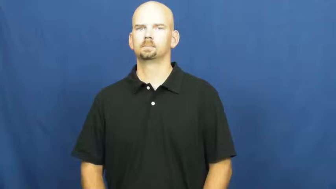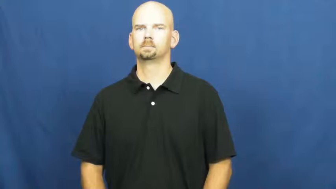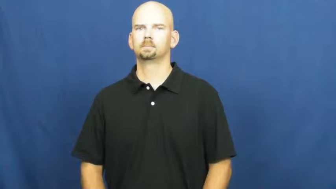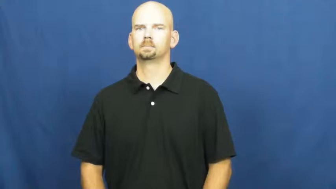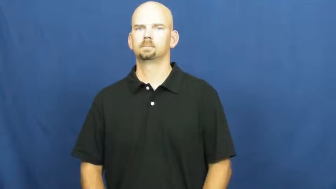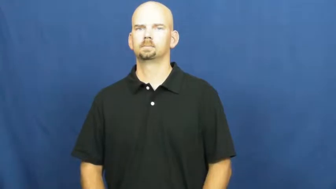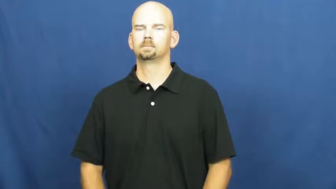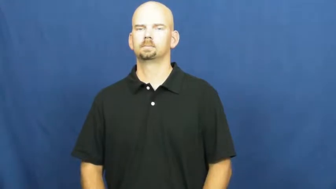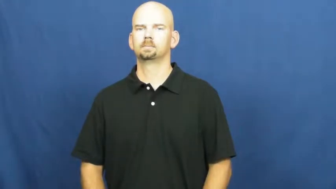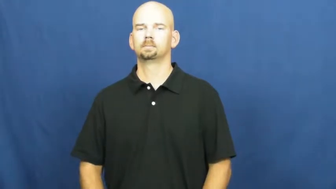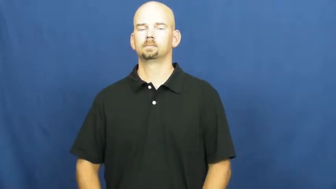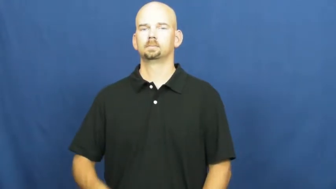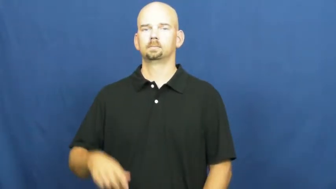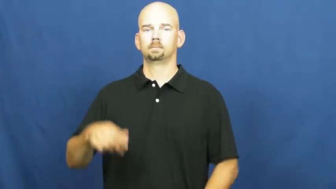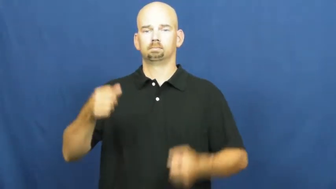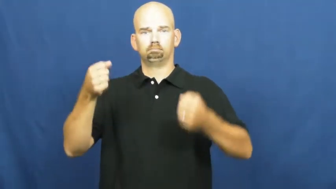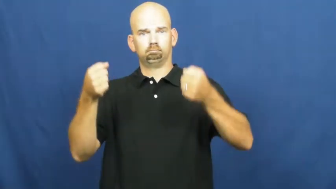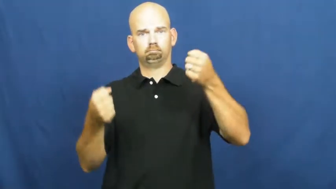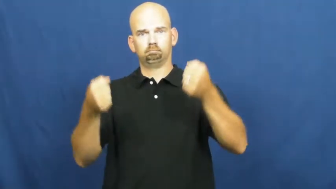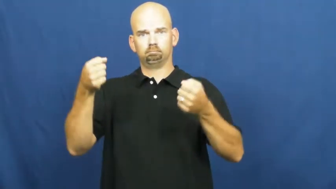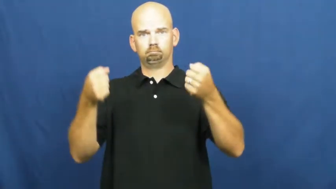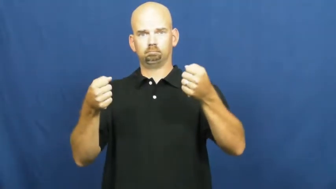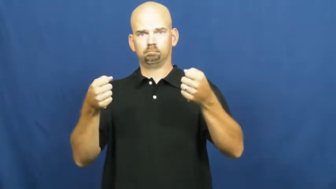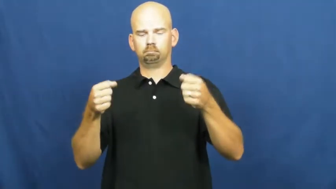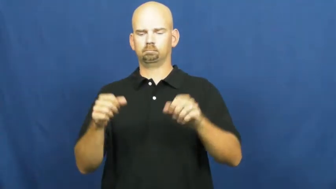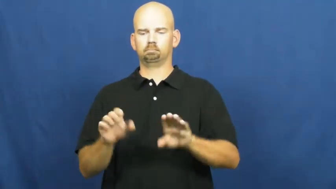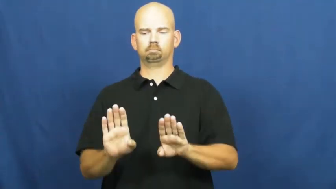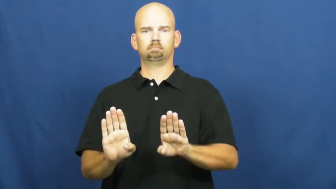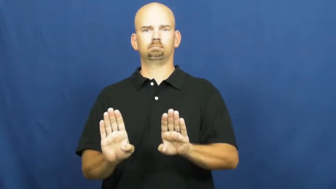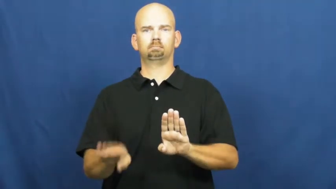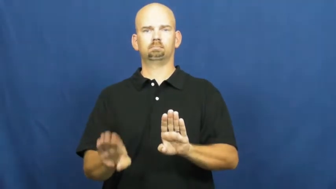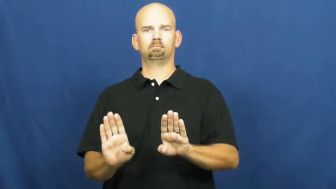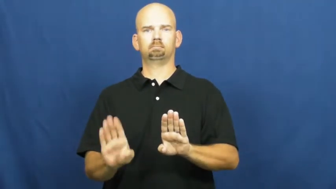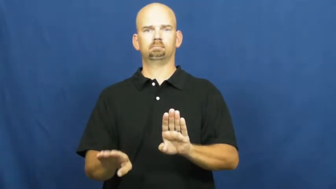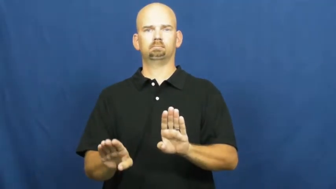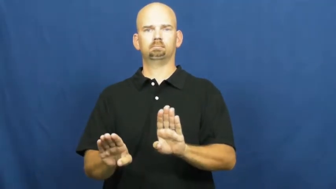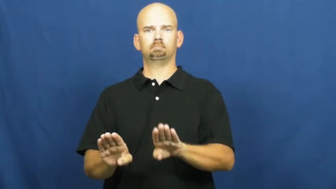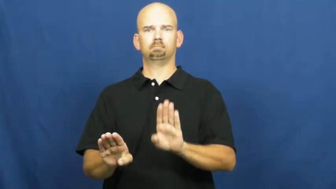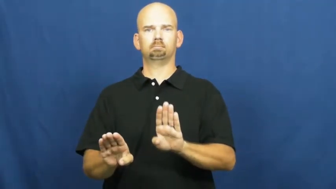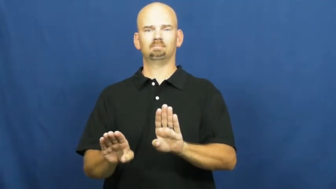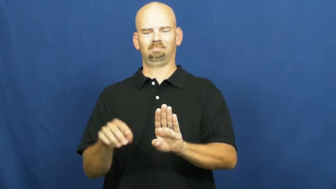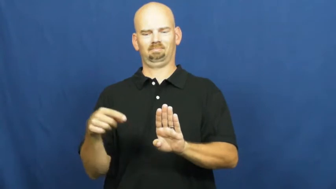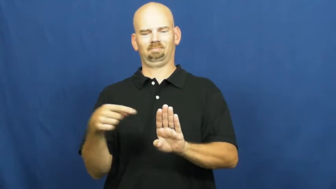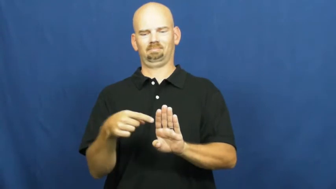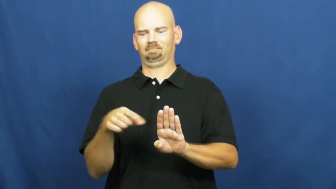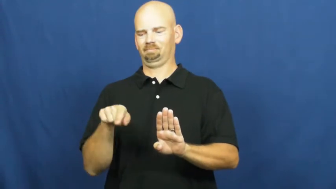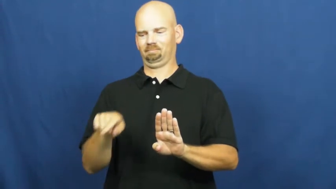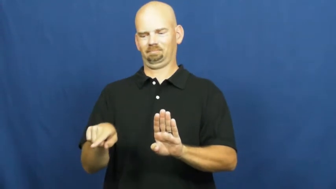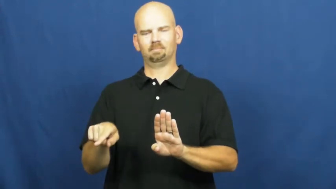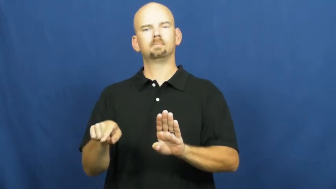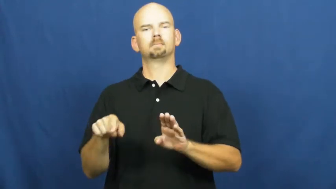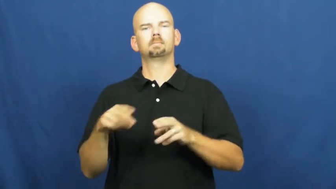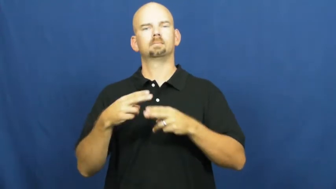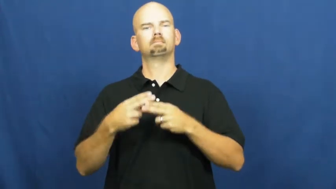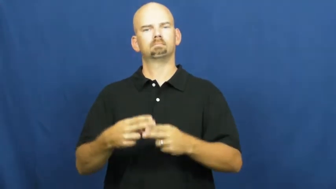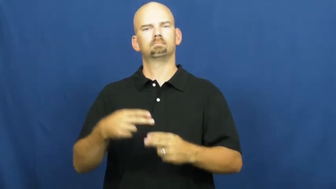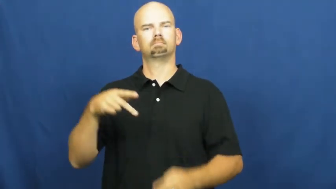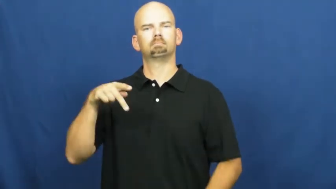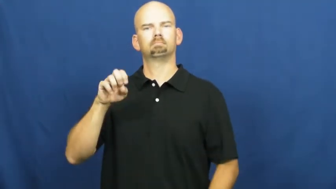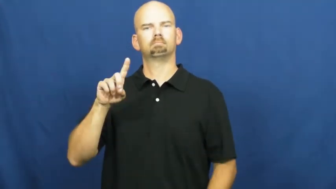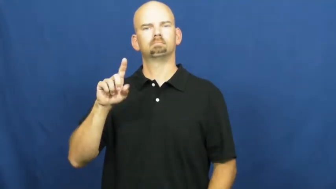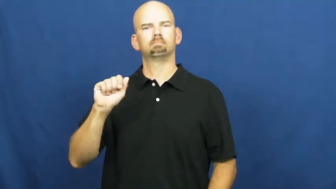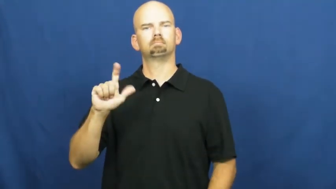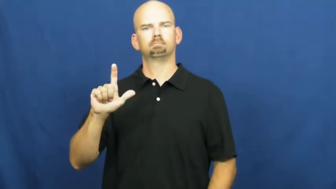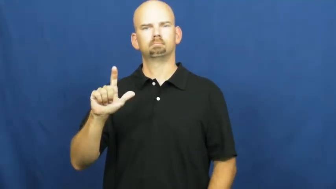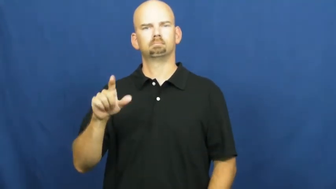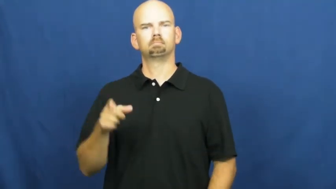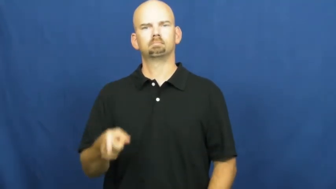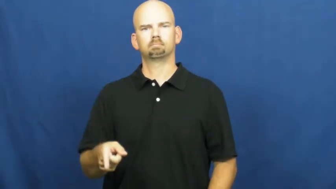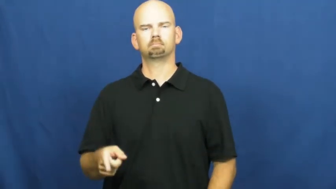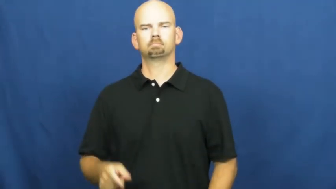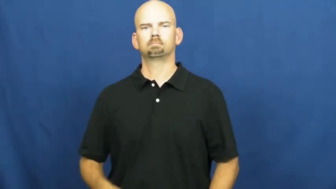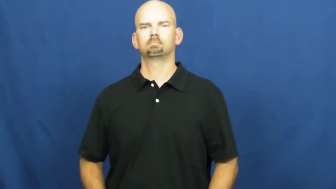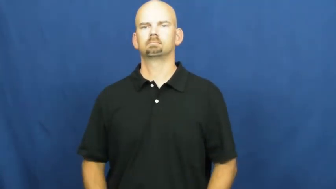pedal-vehicle